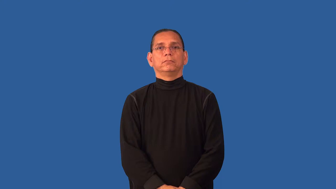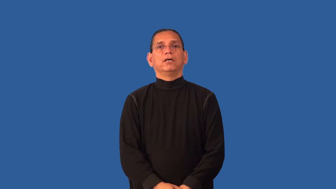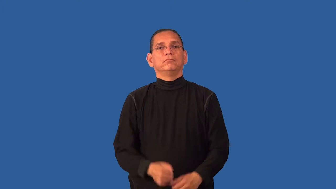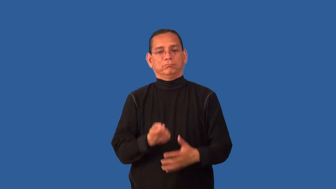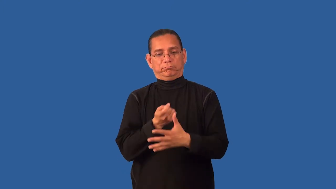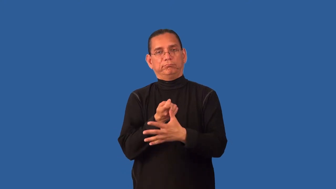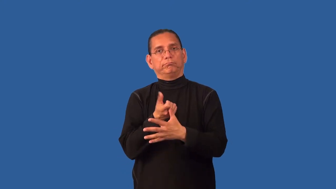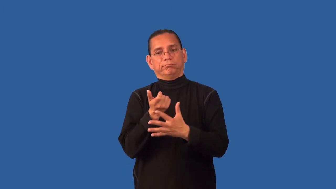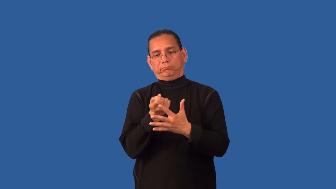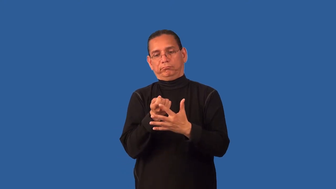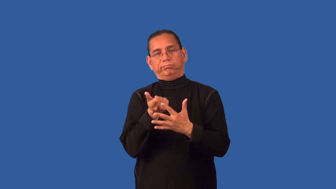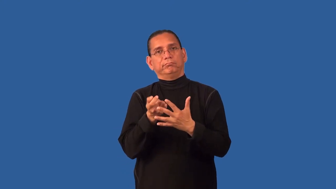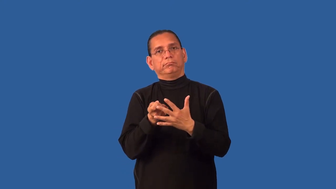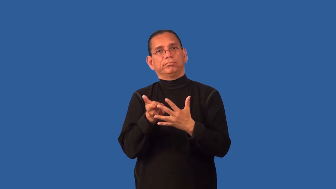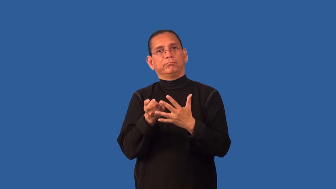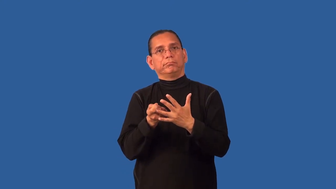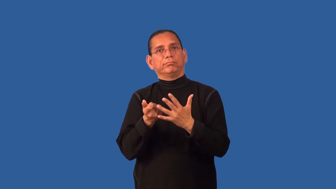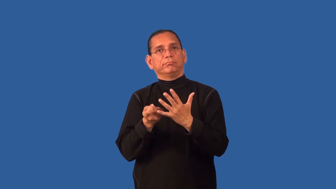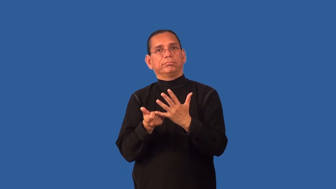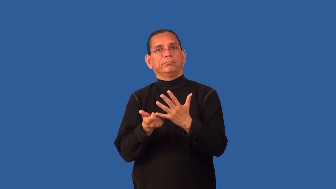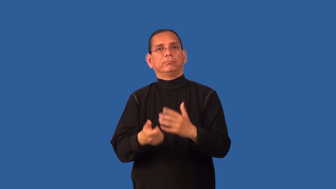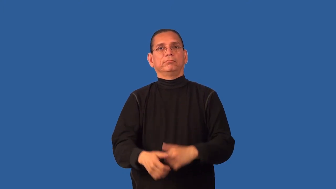declaw